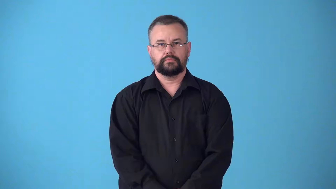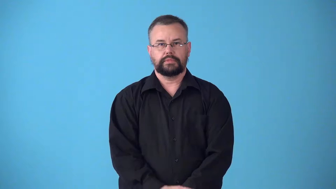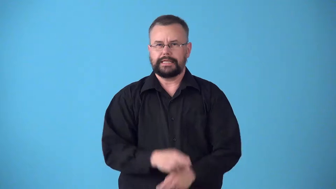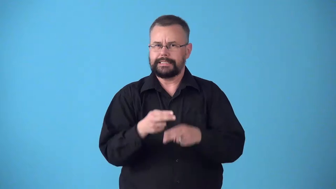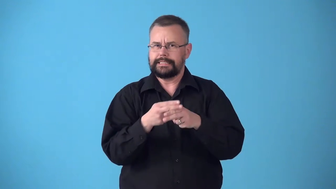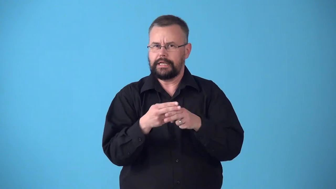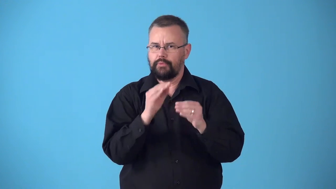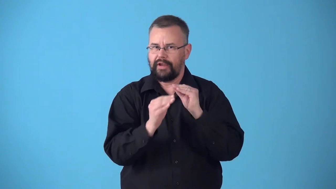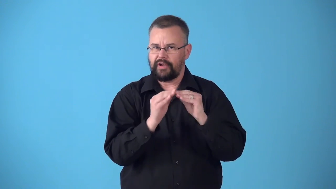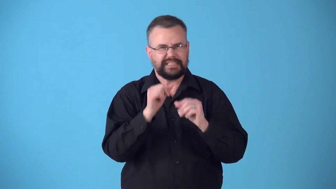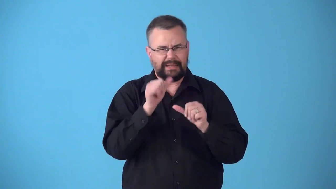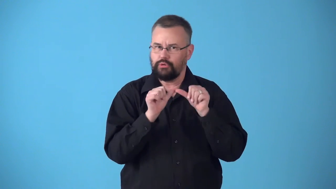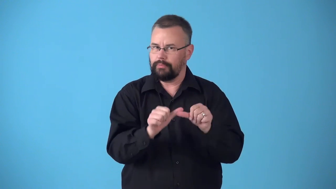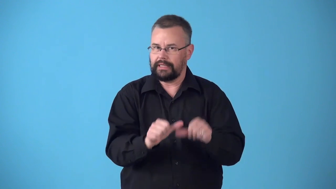stopgap